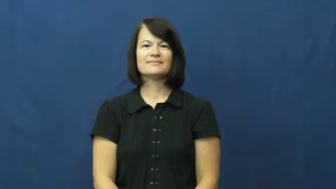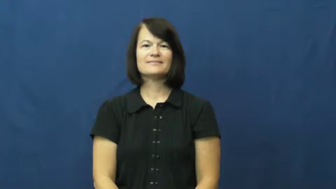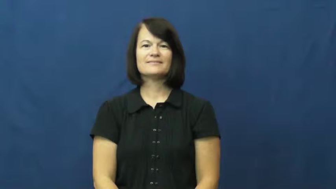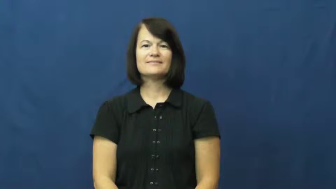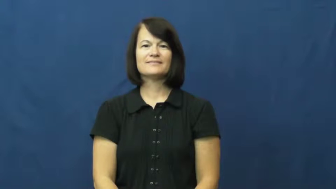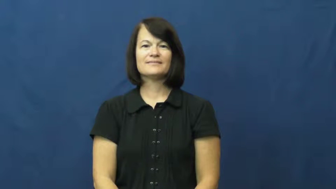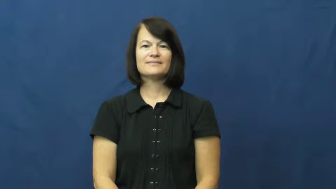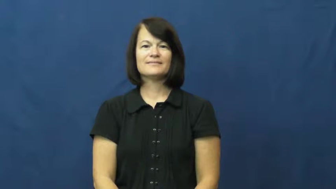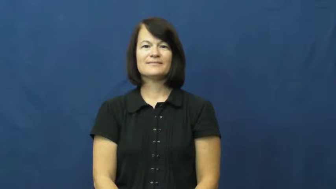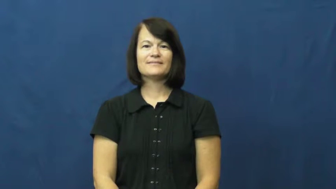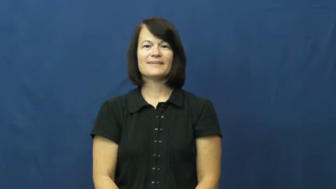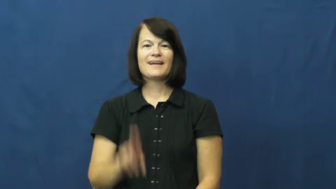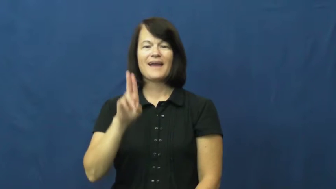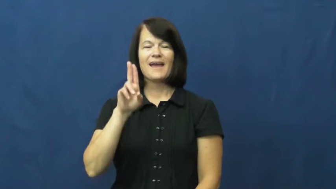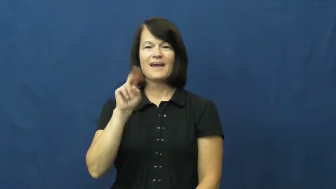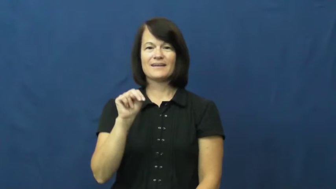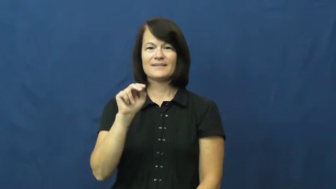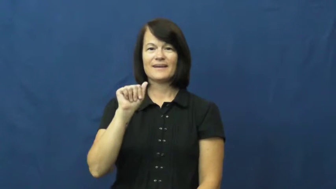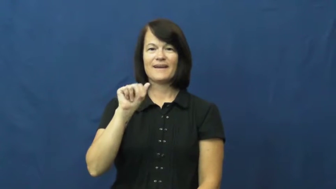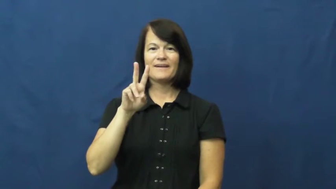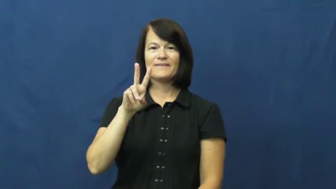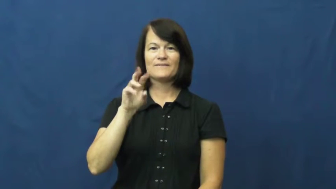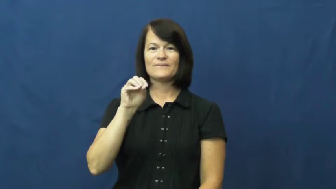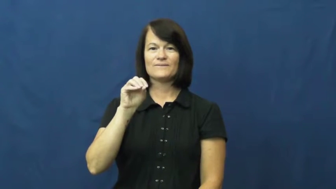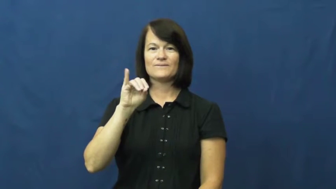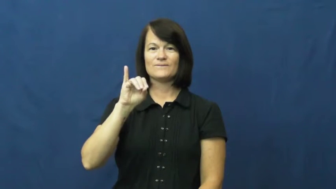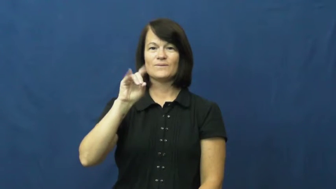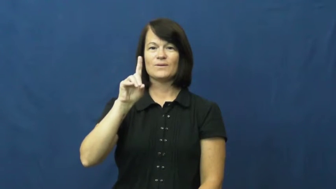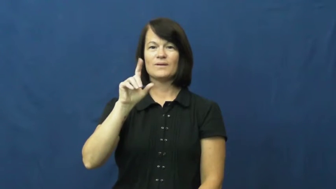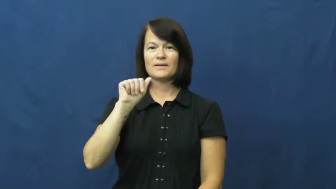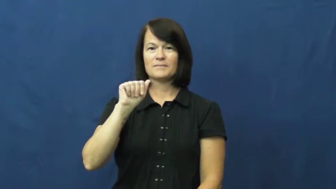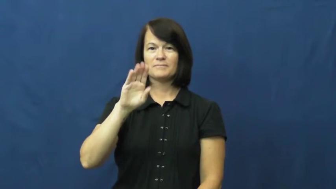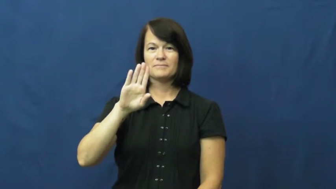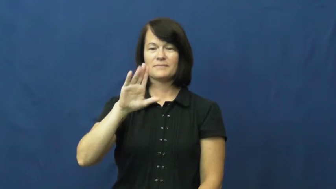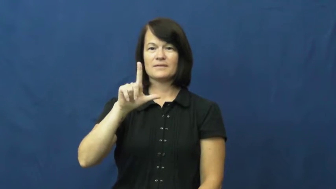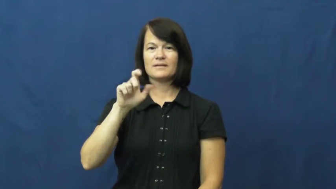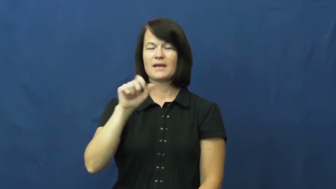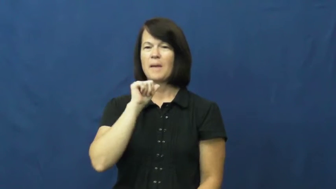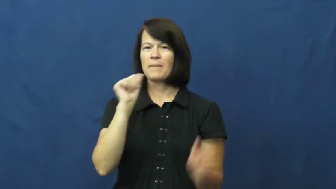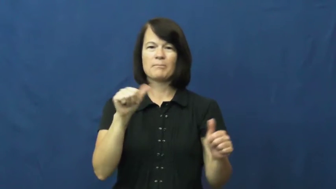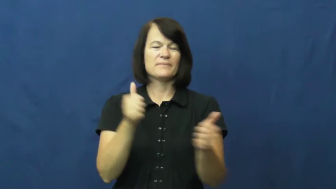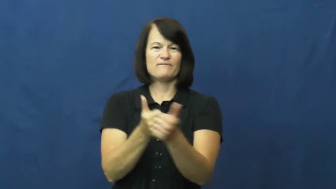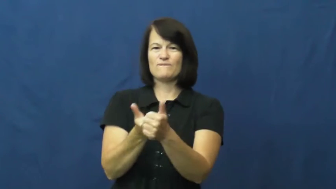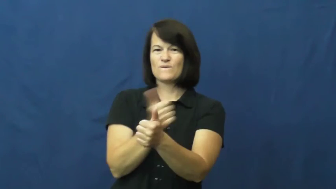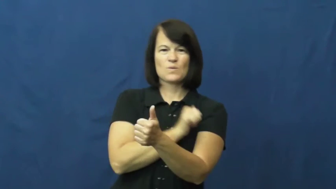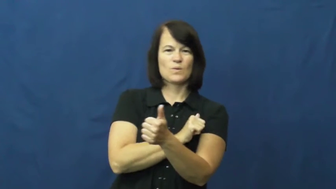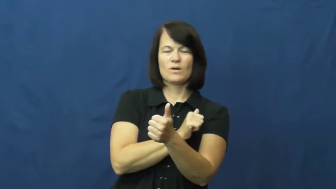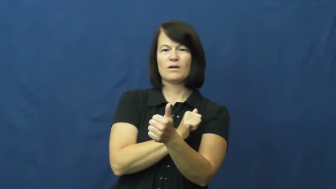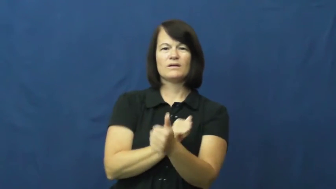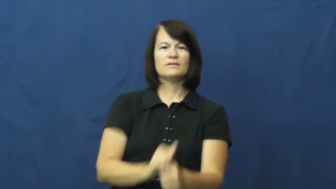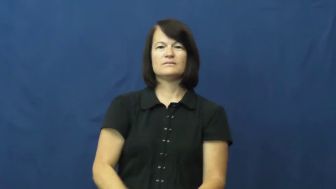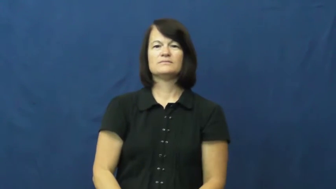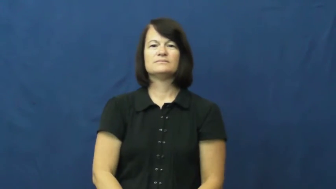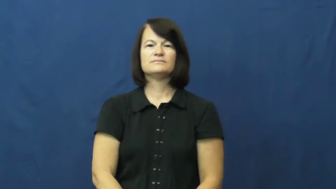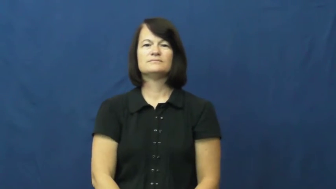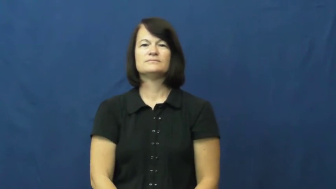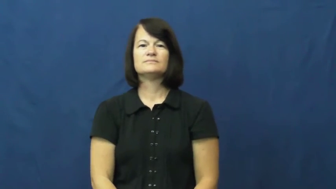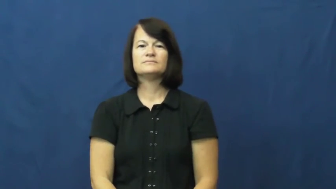unavoidable